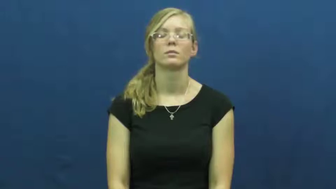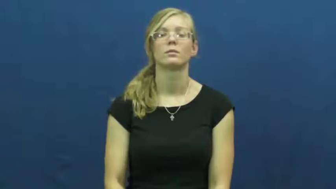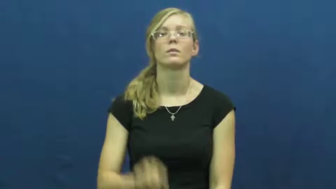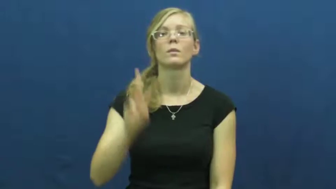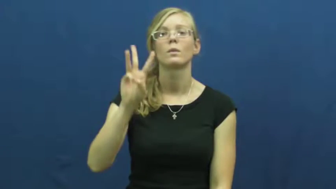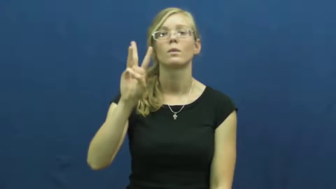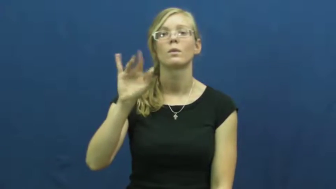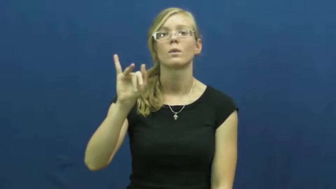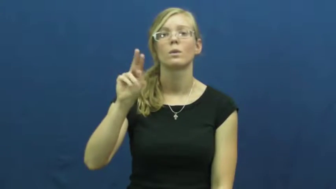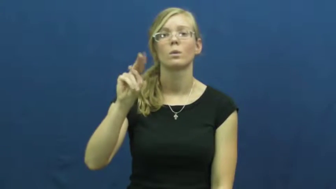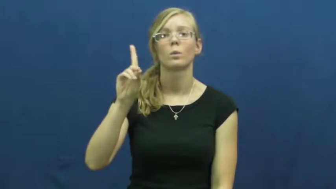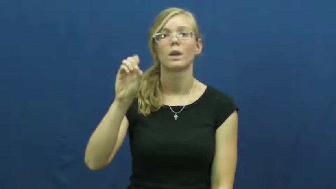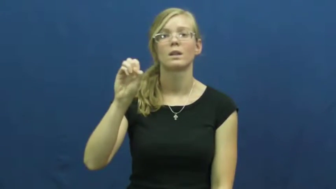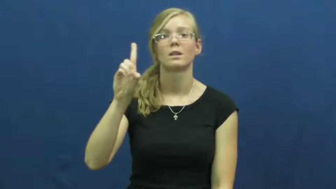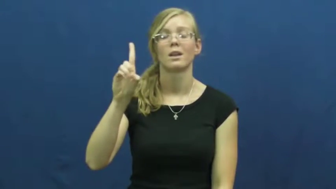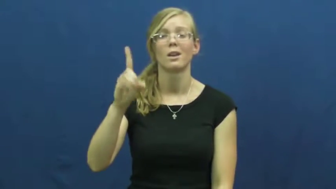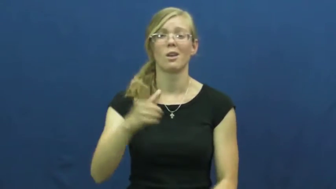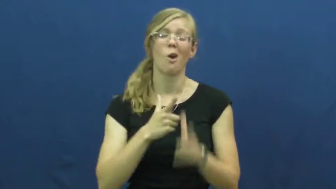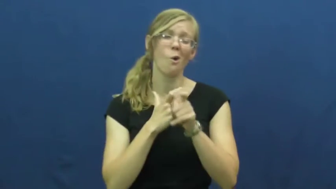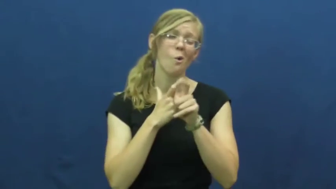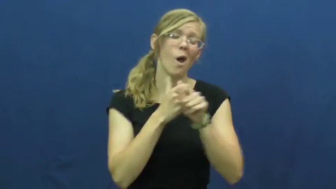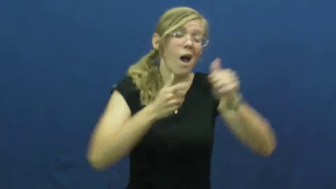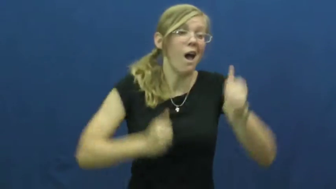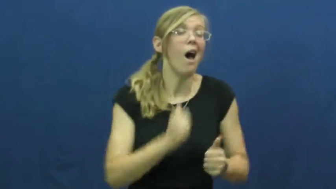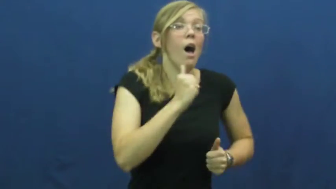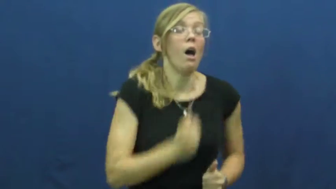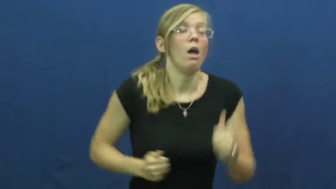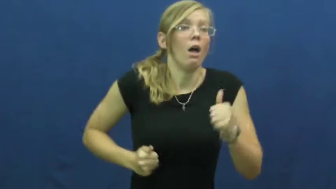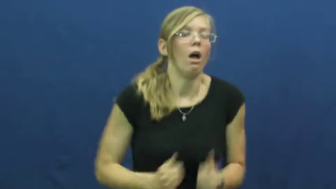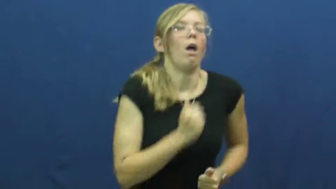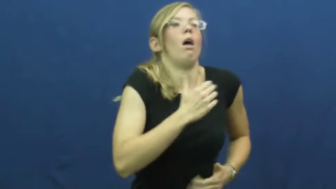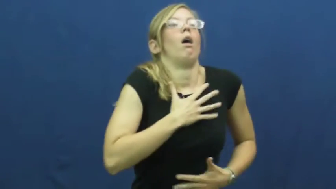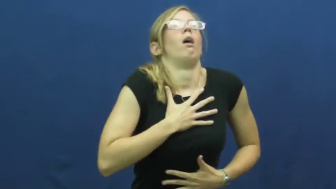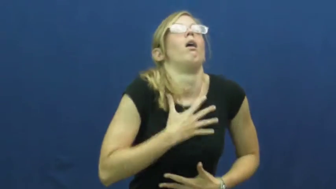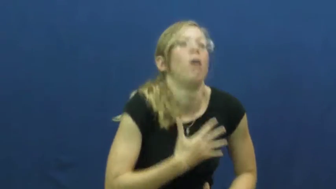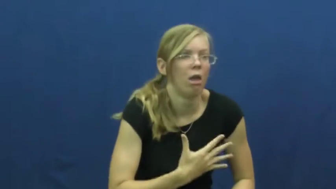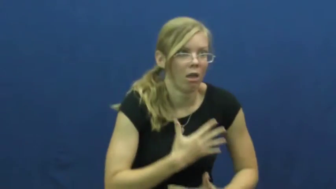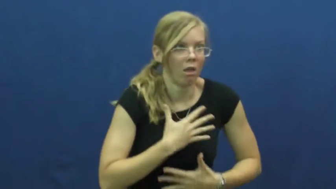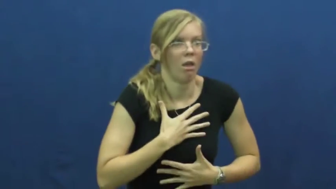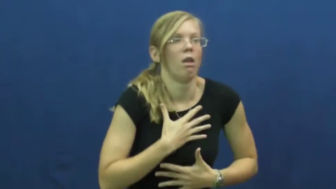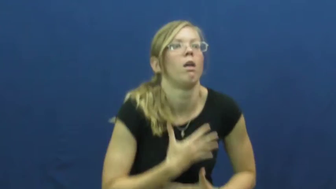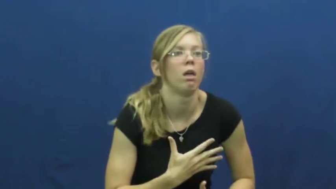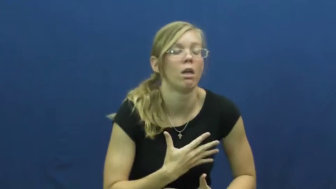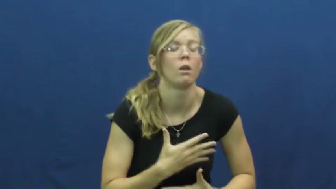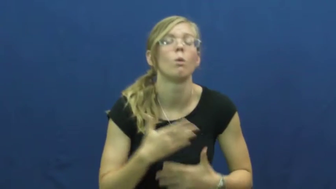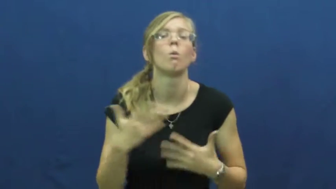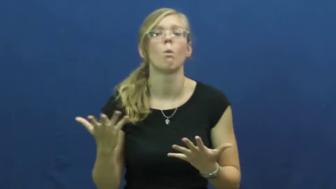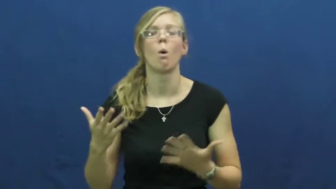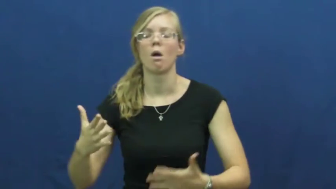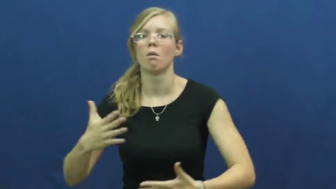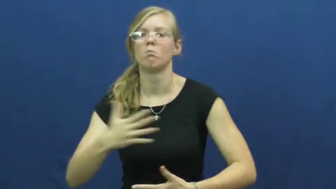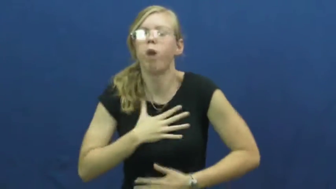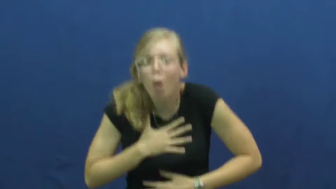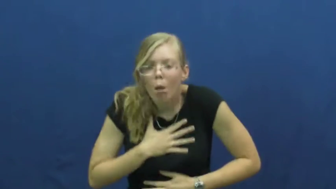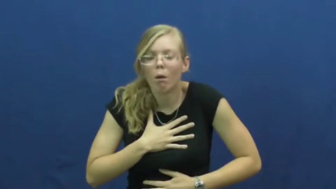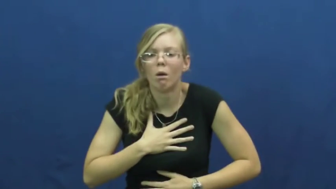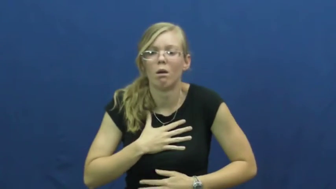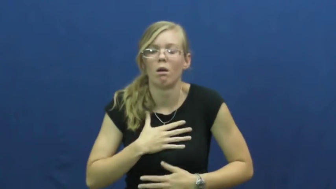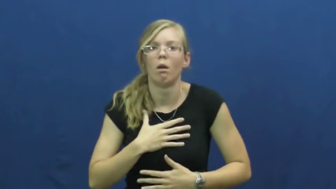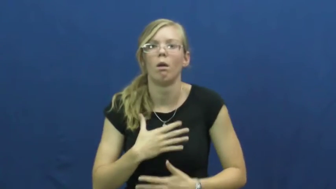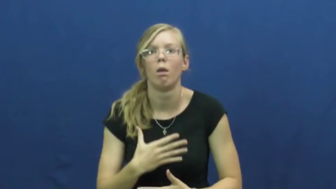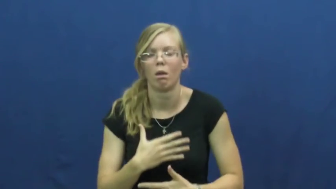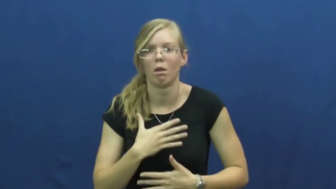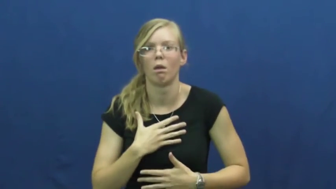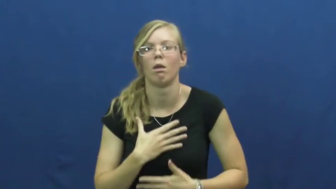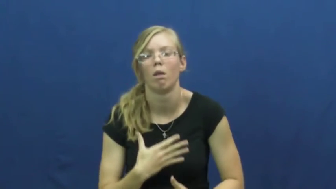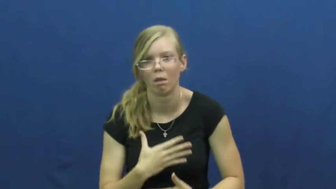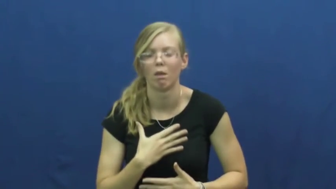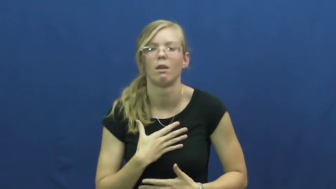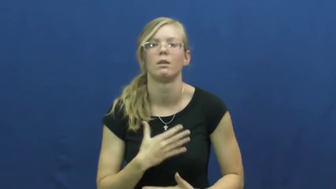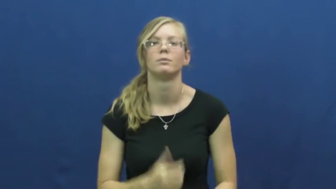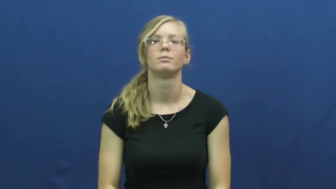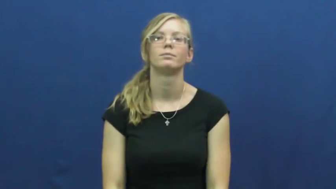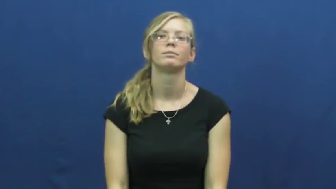winded